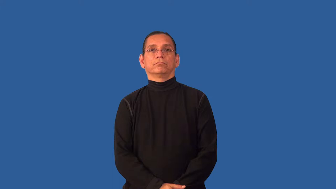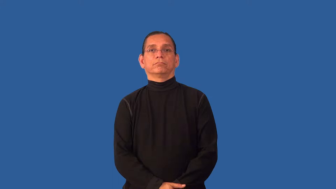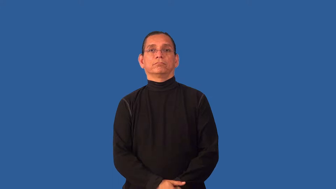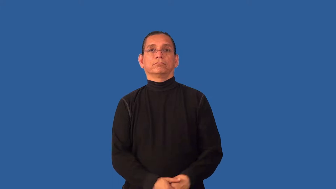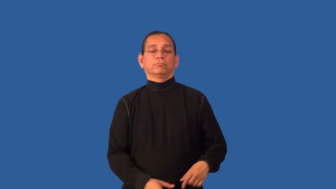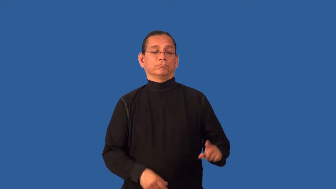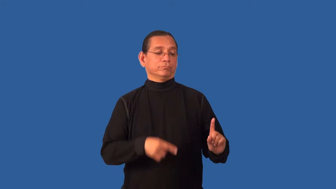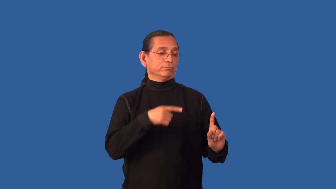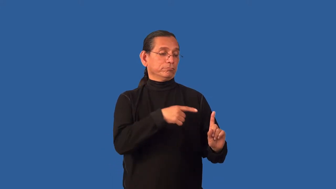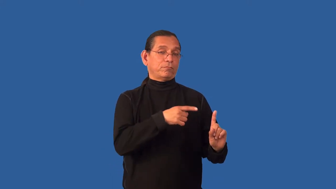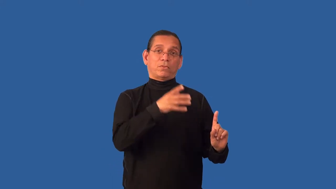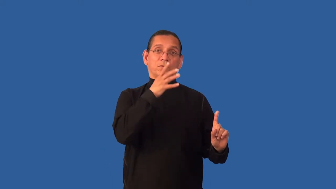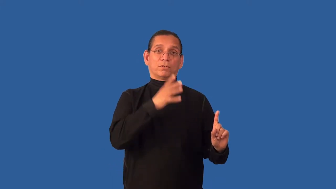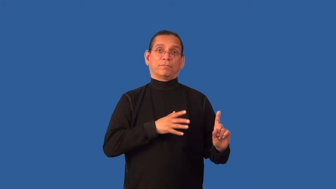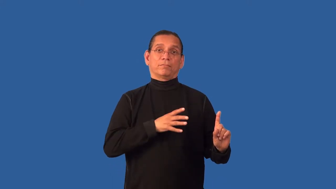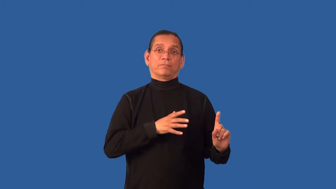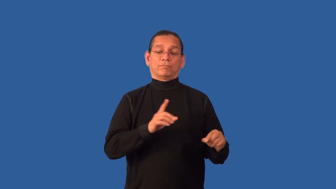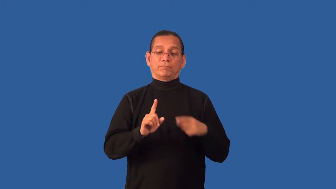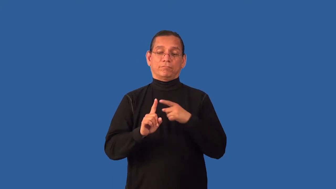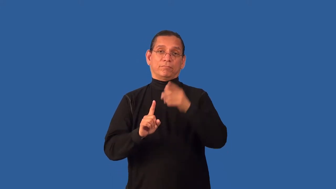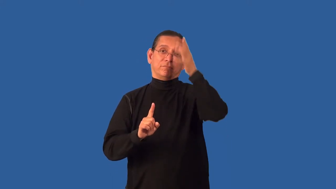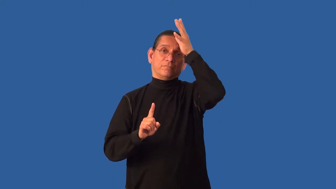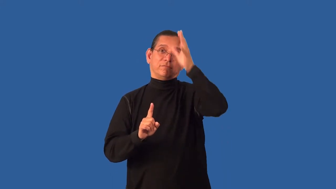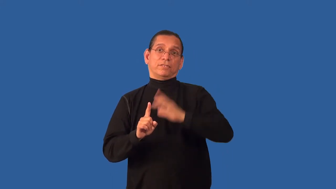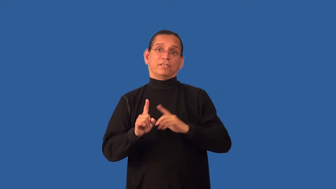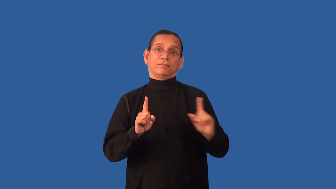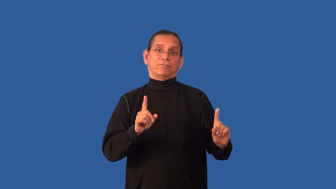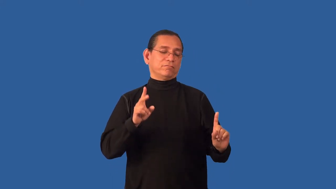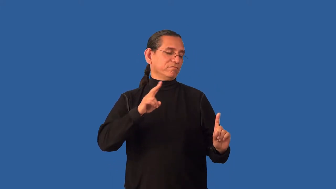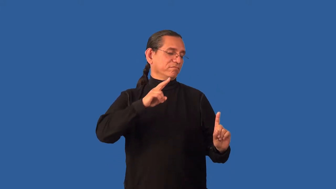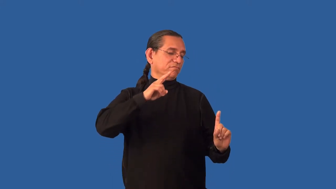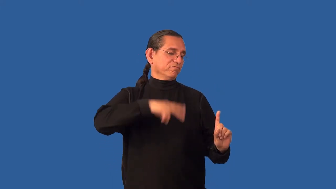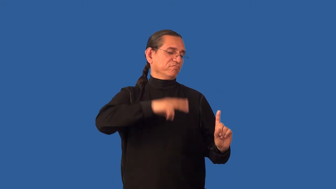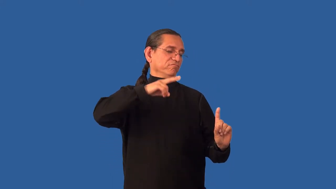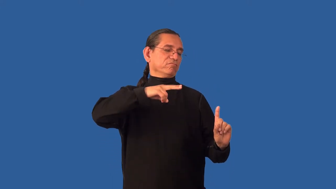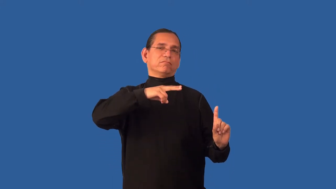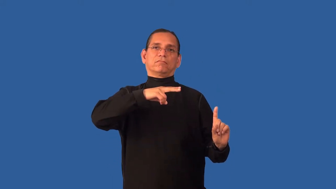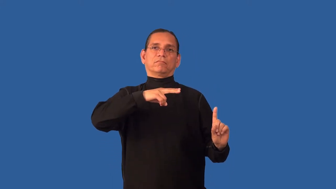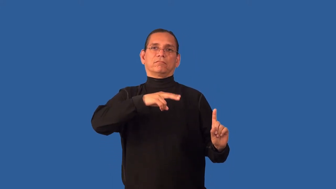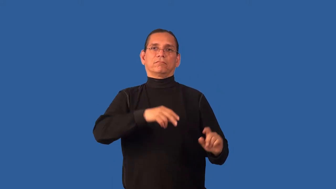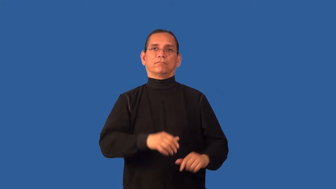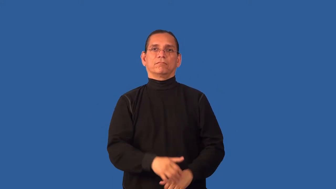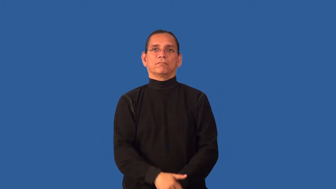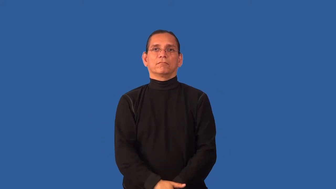chauvinism